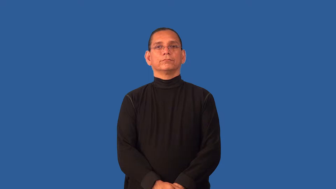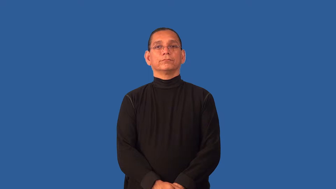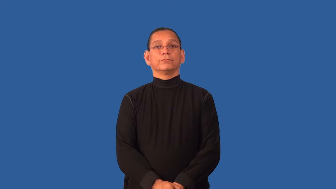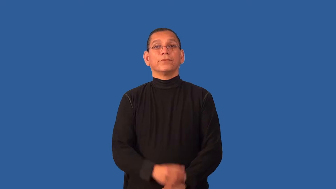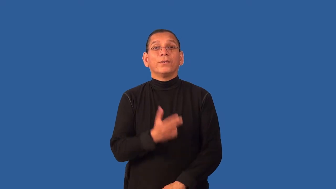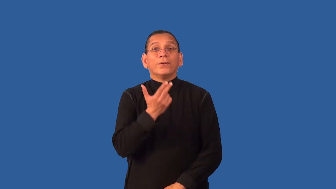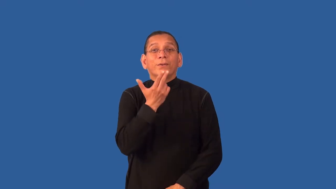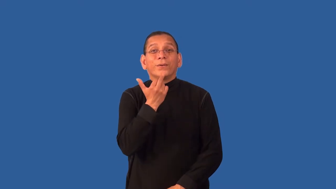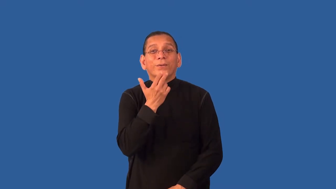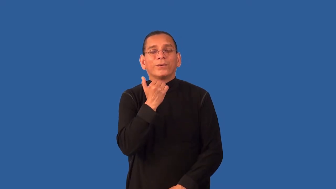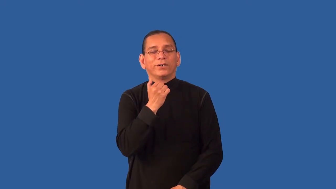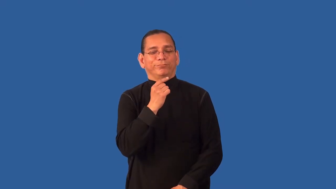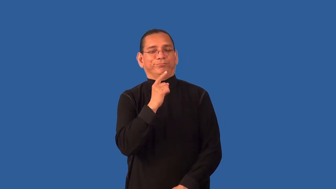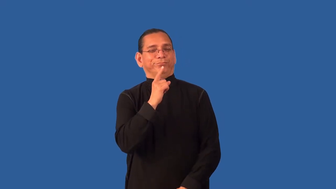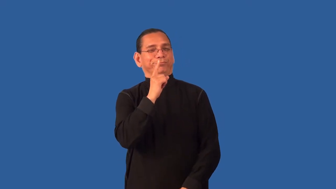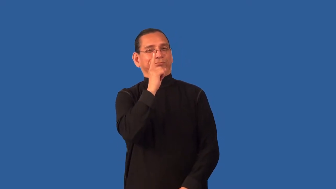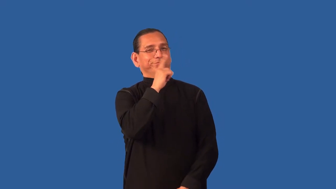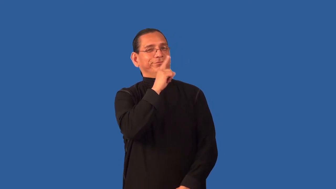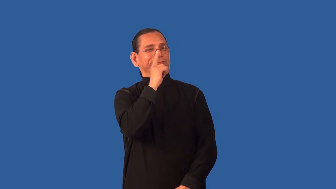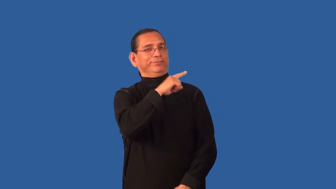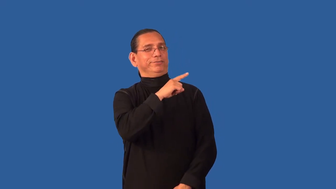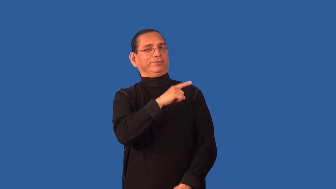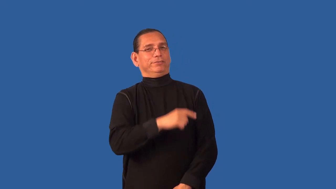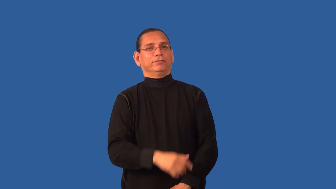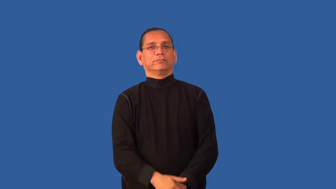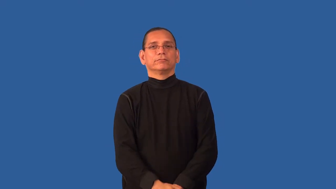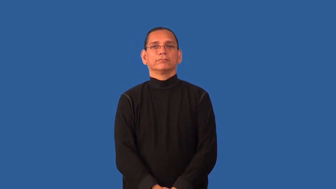cutesy